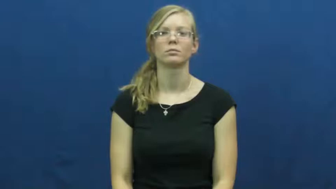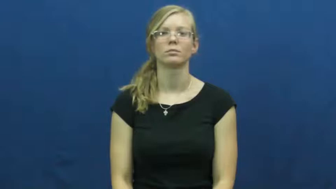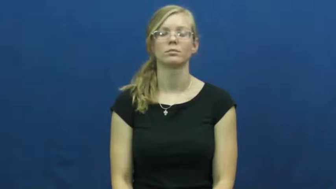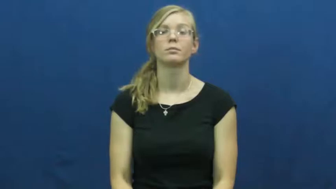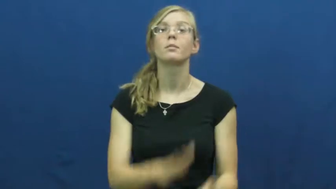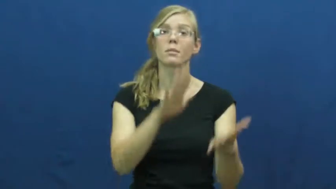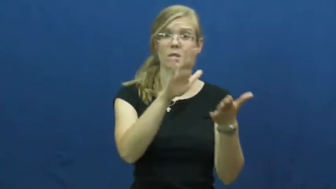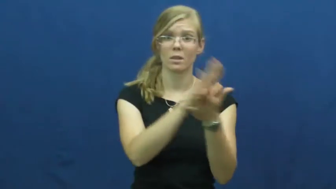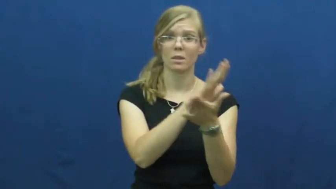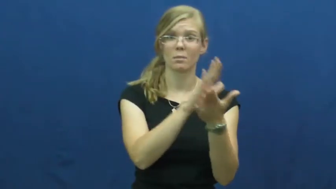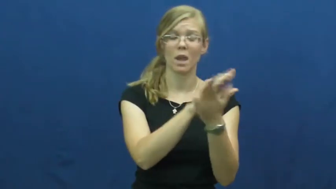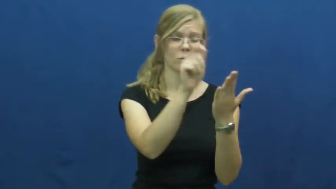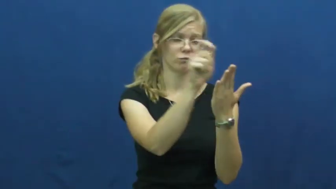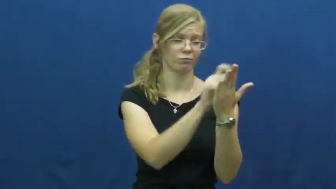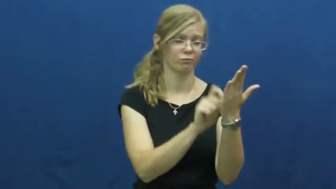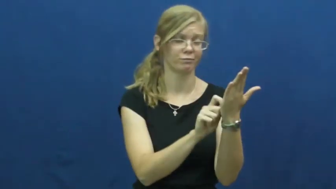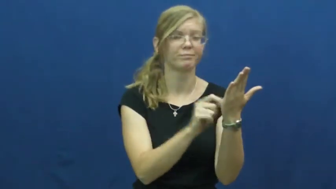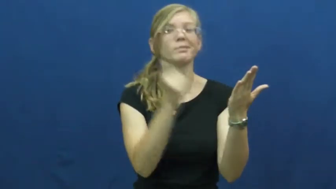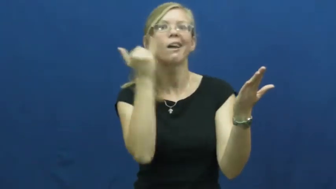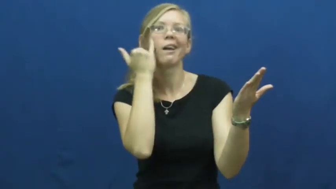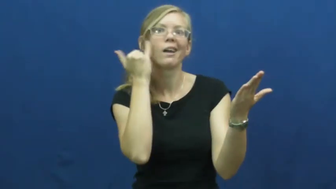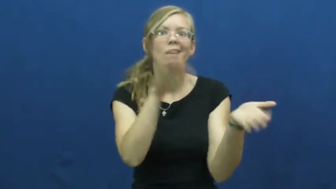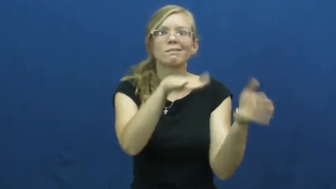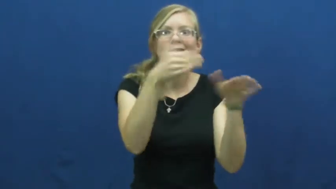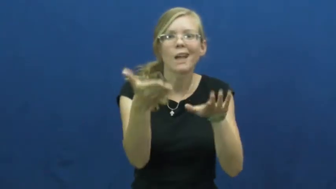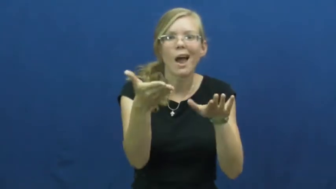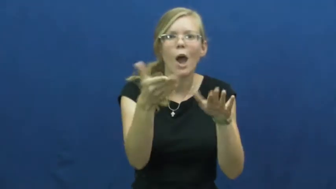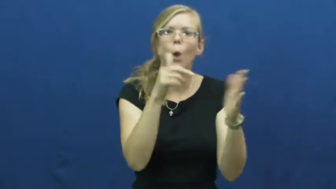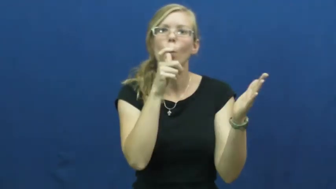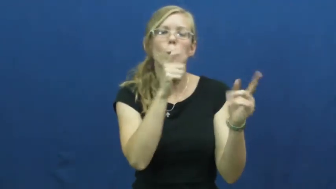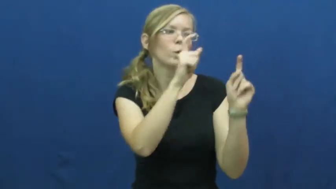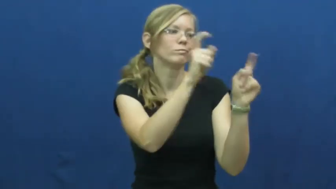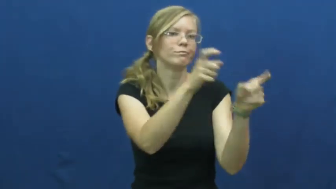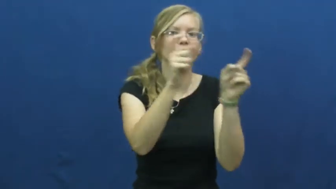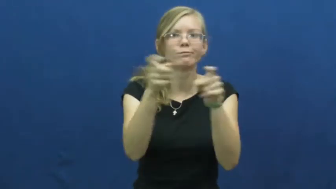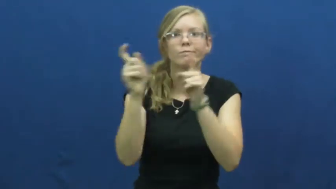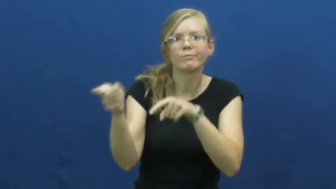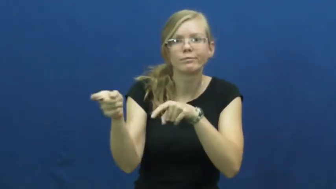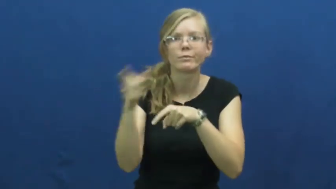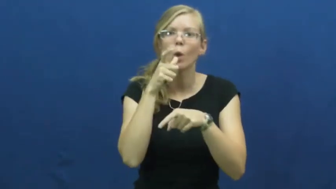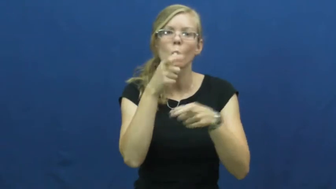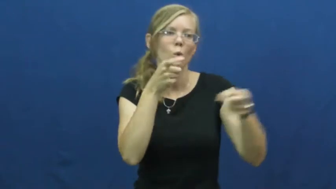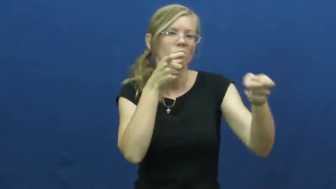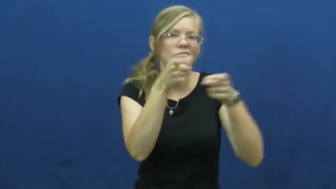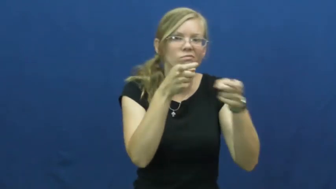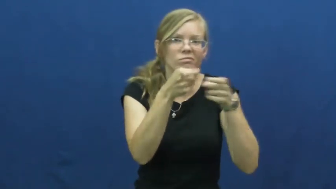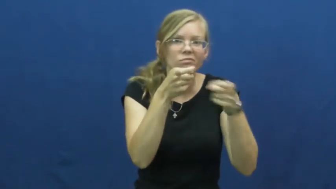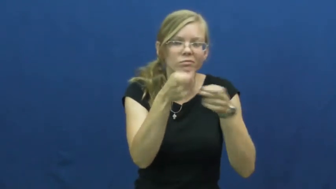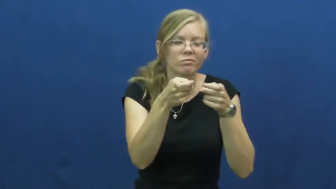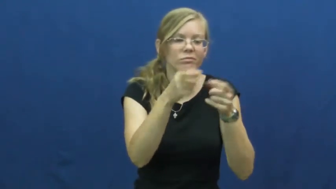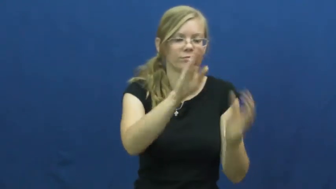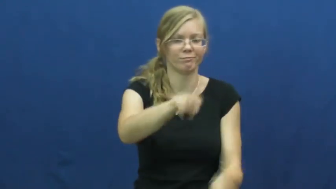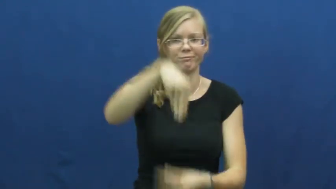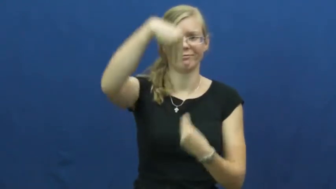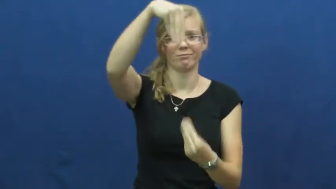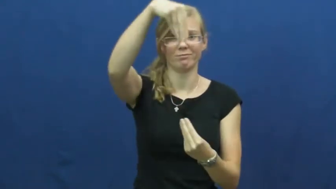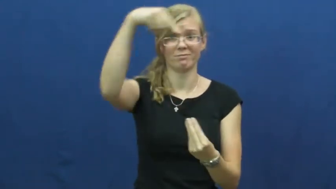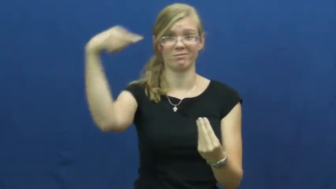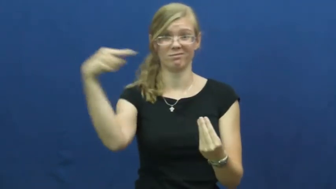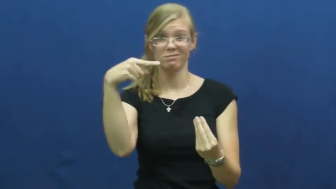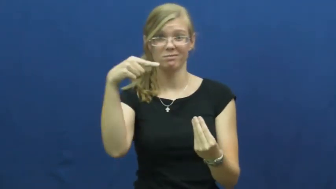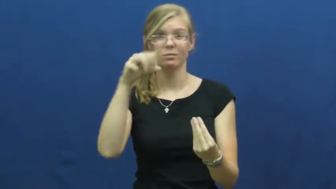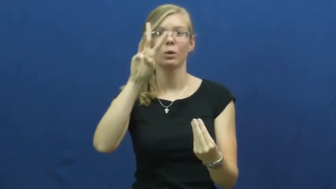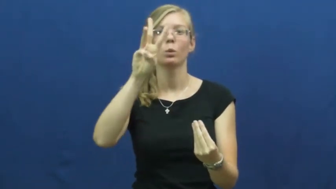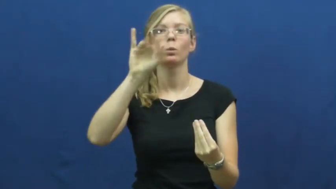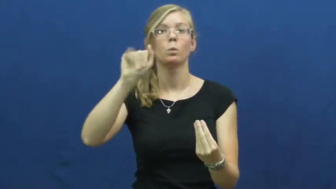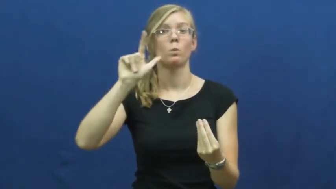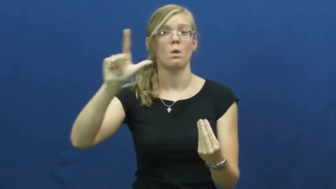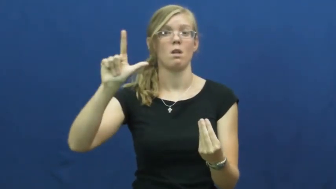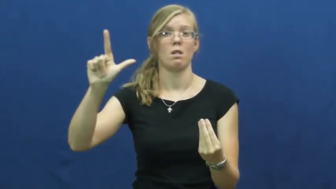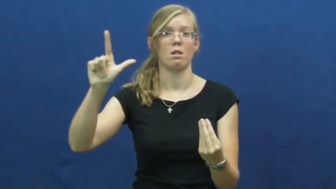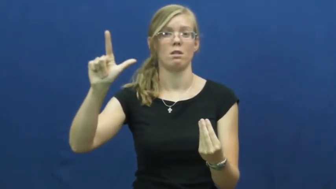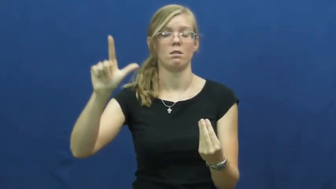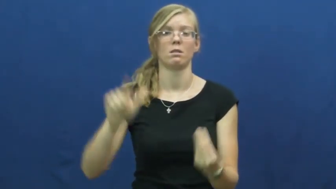will,testament,devise-document